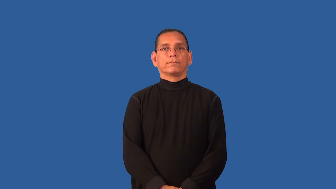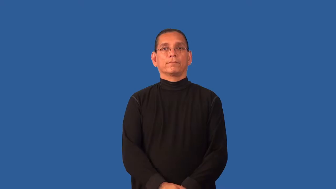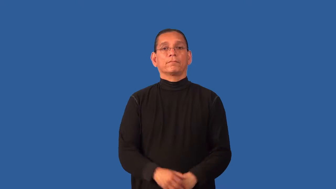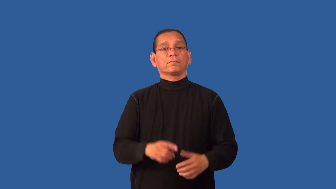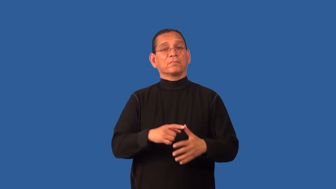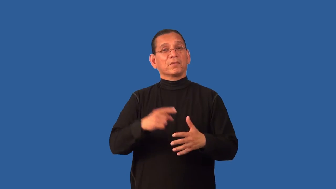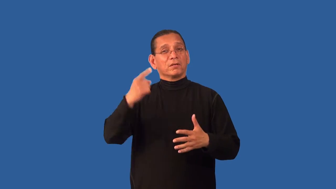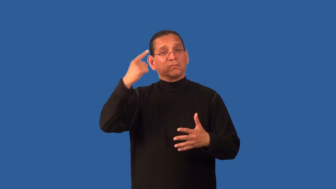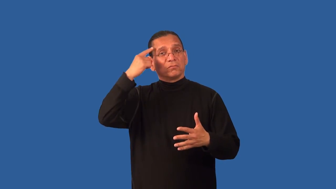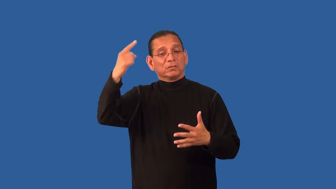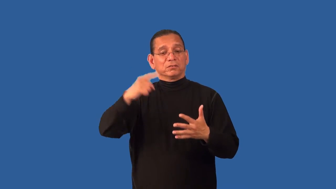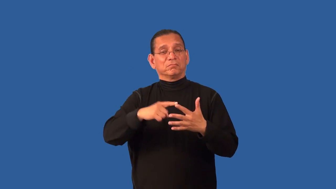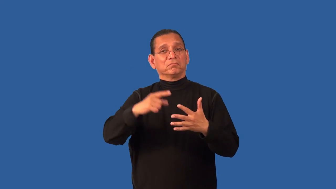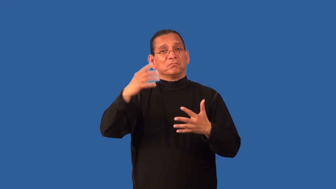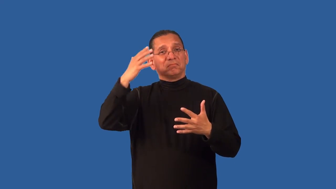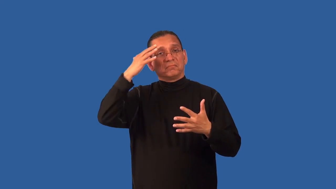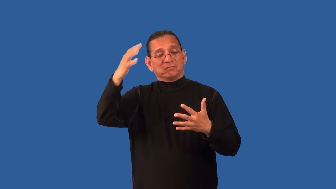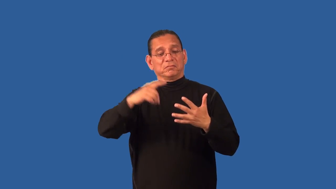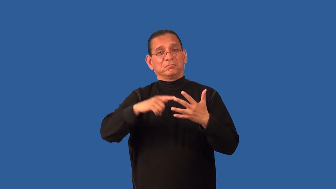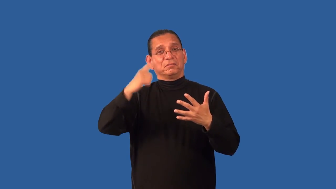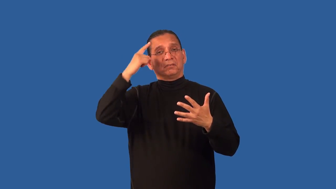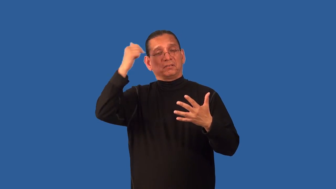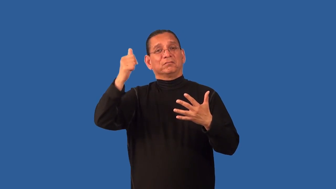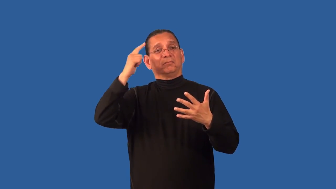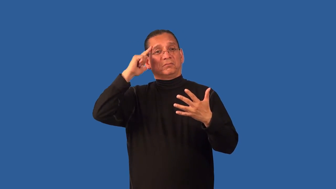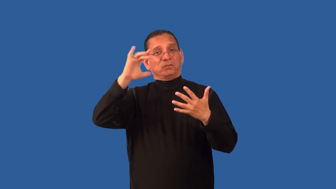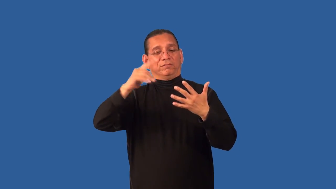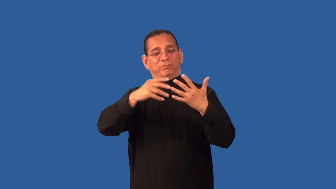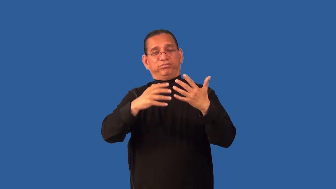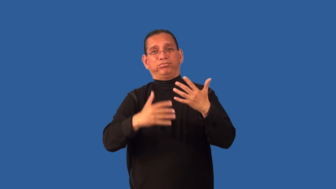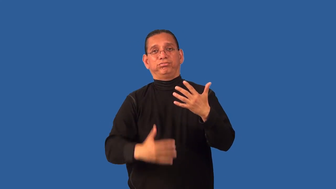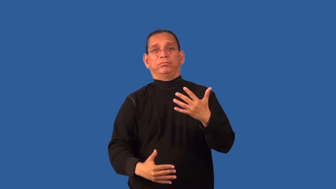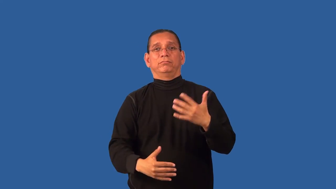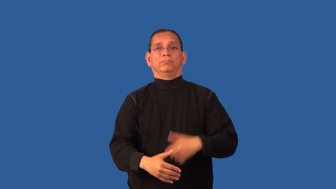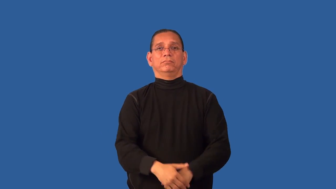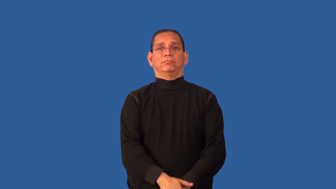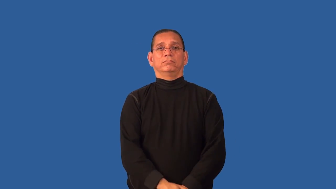denomination-money